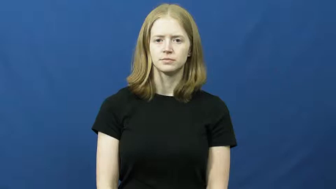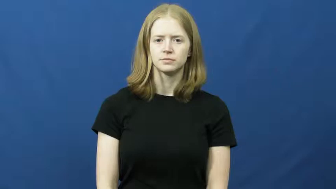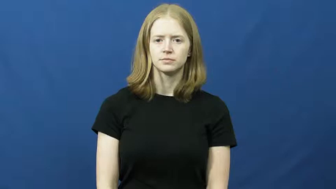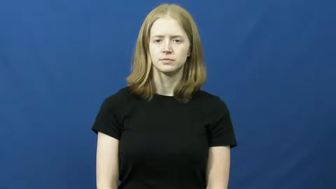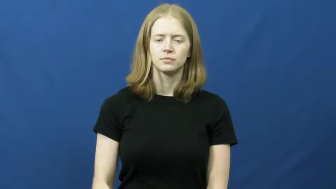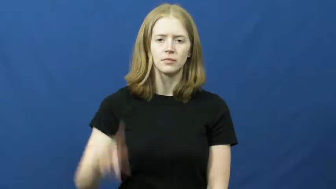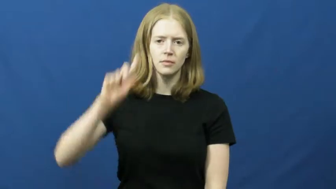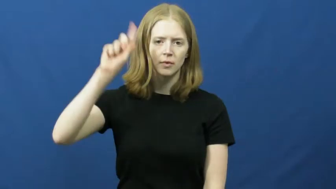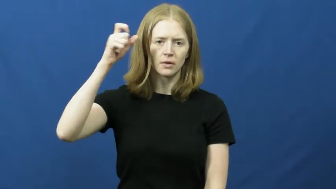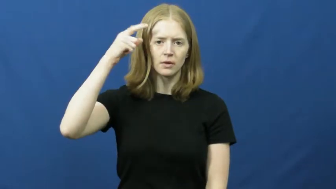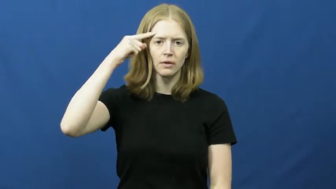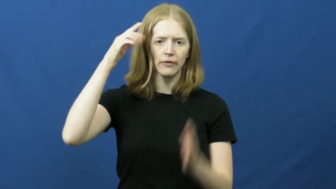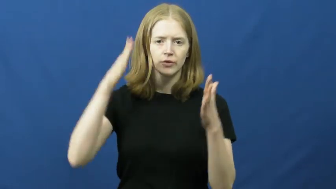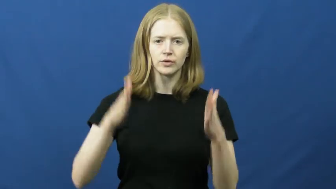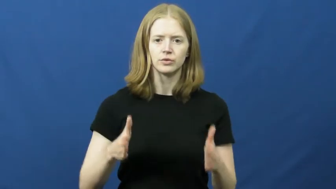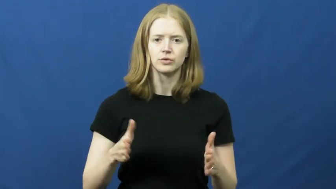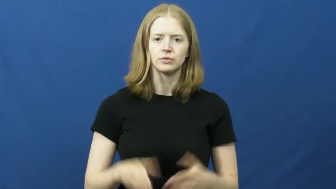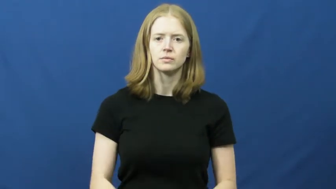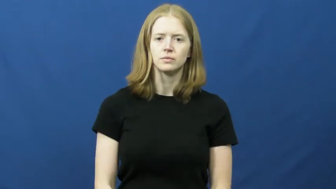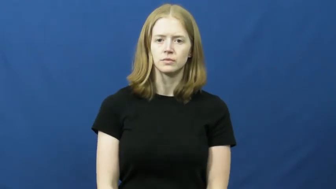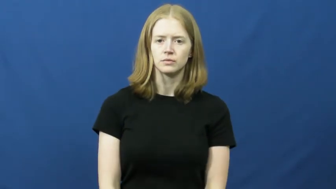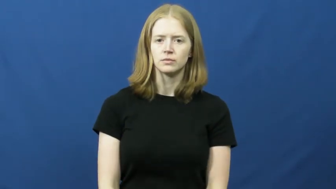governor,satrap